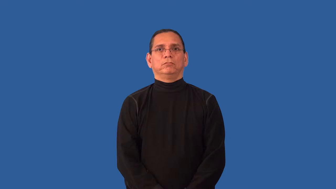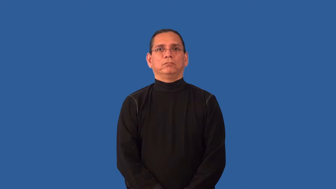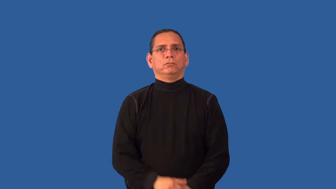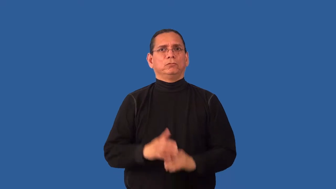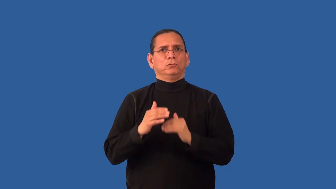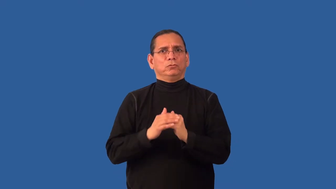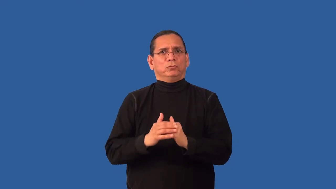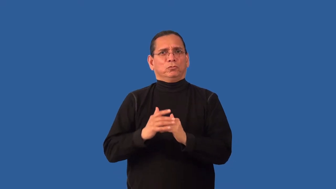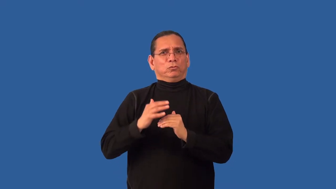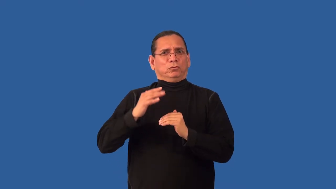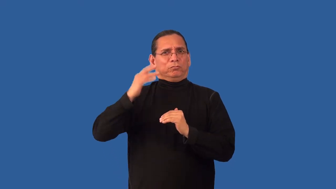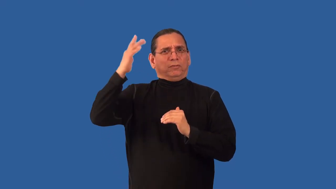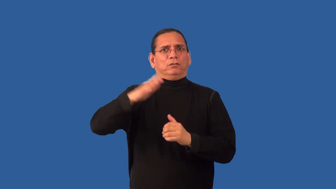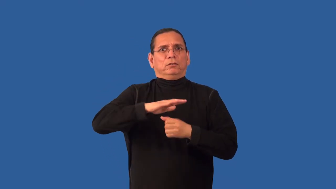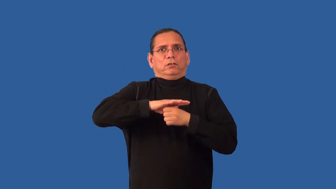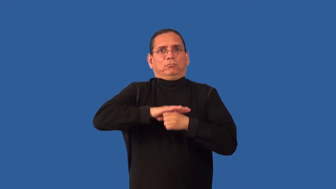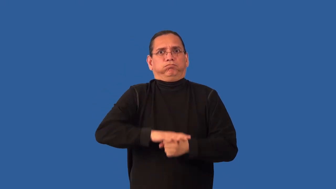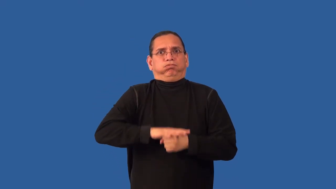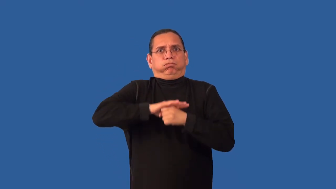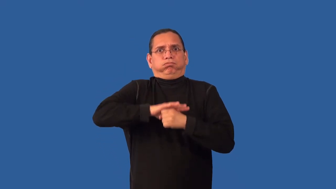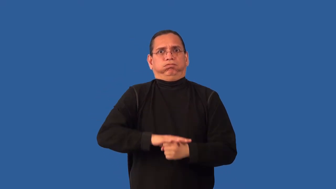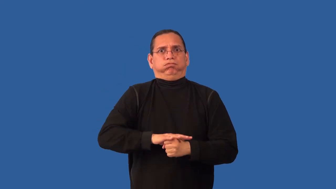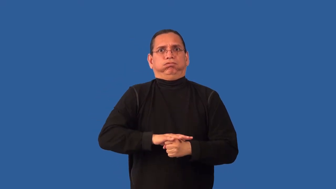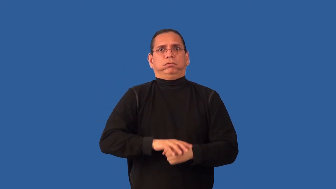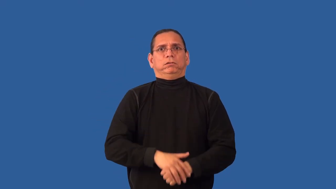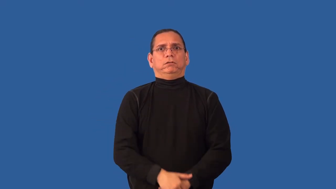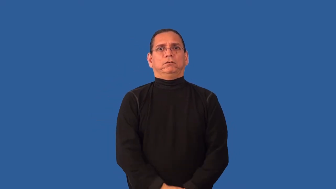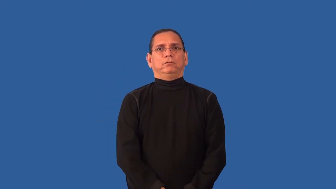overpressure